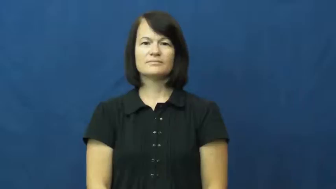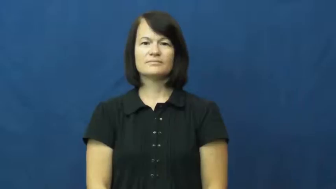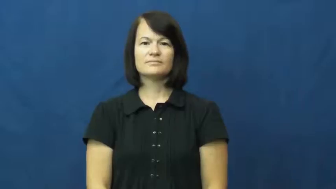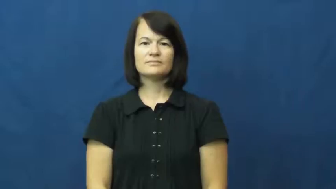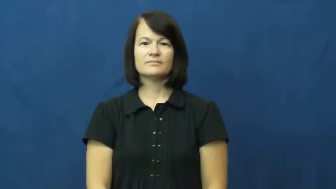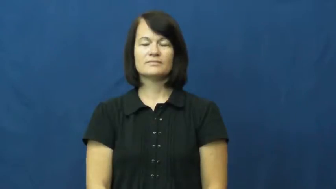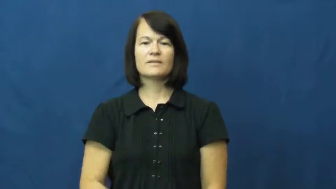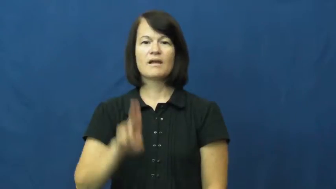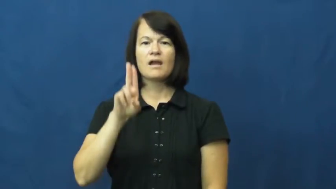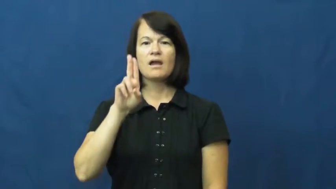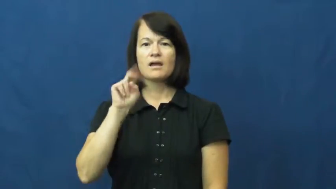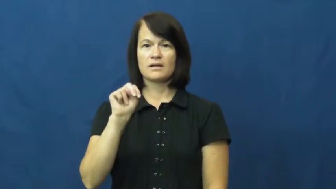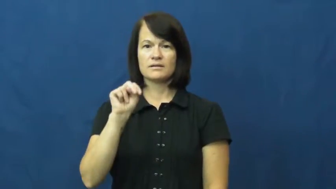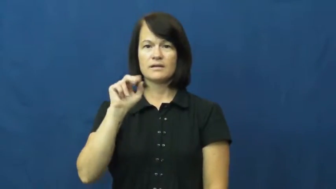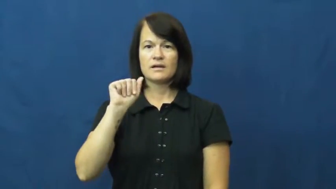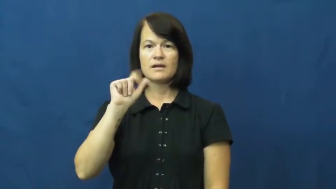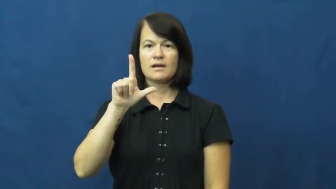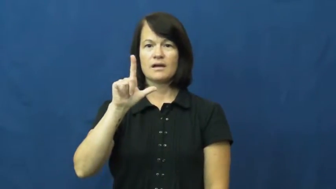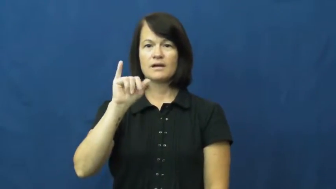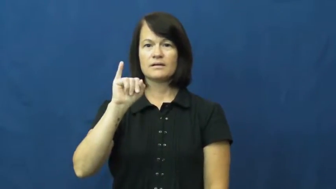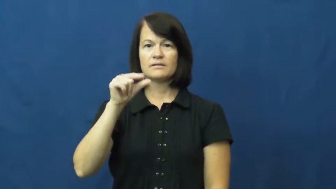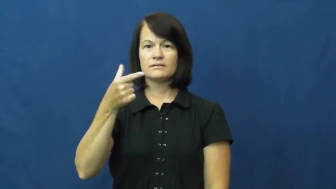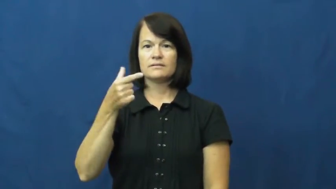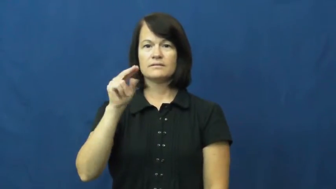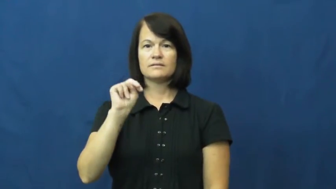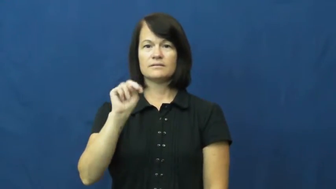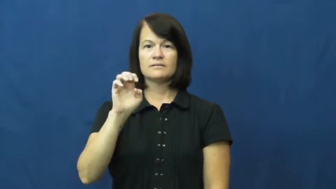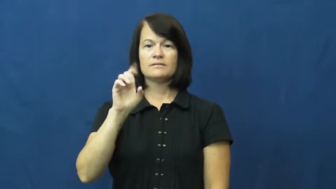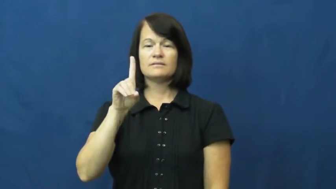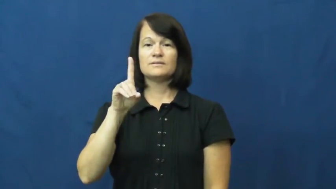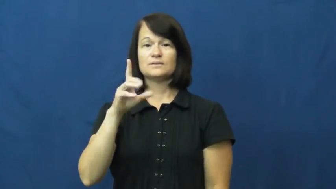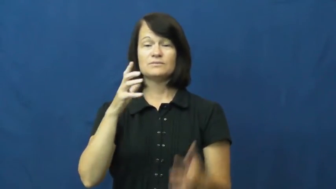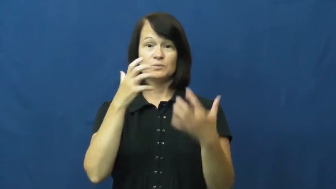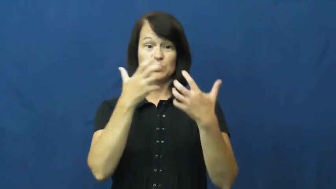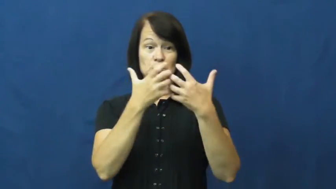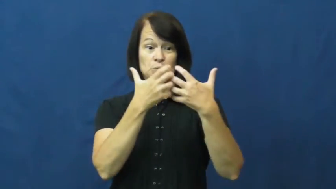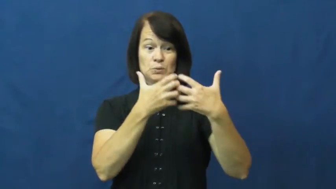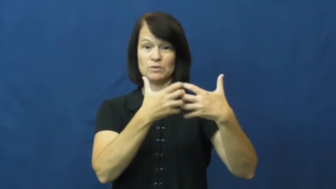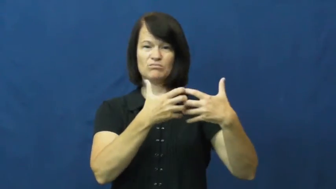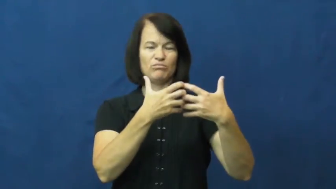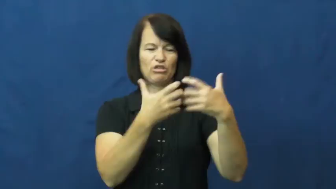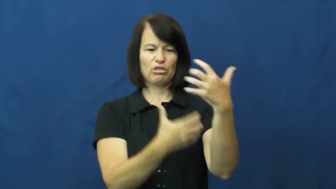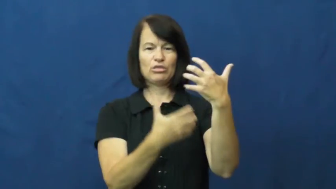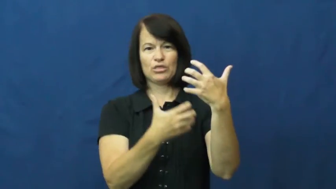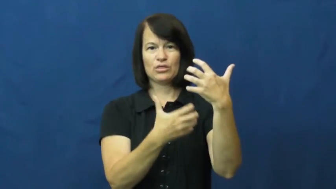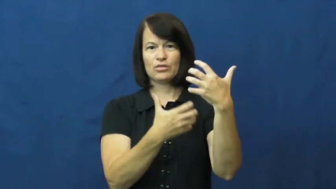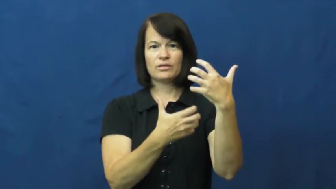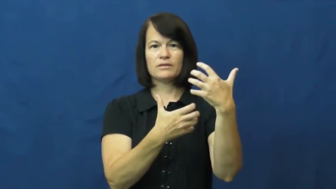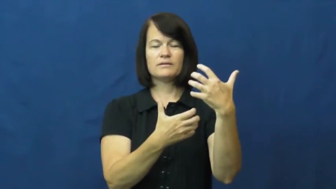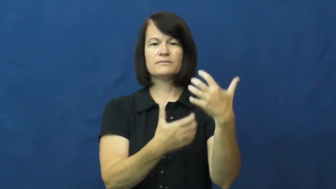unaligned